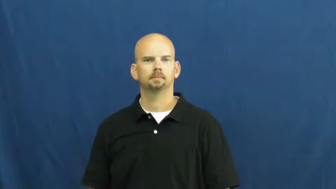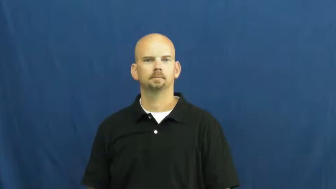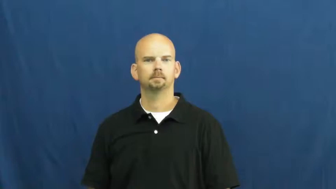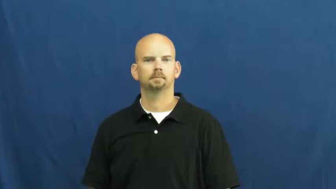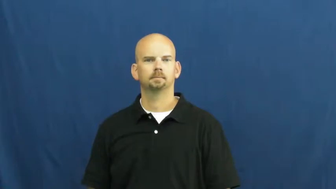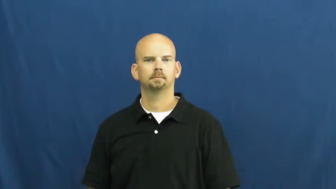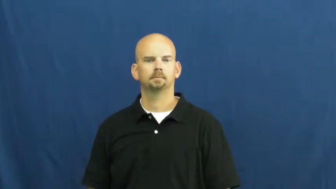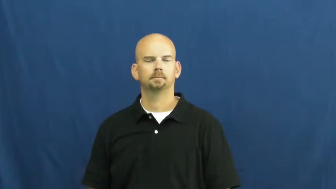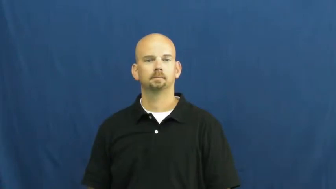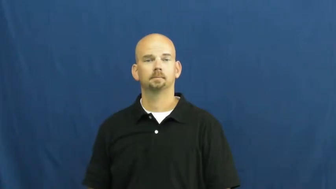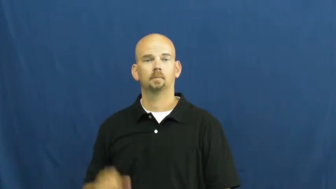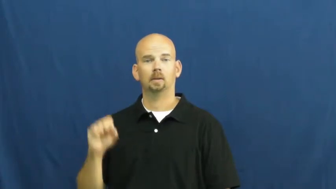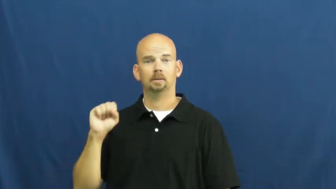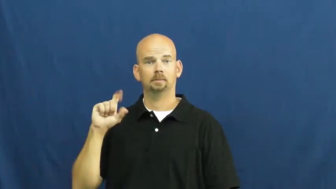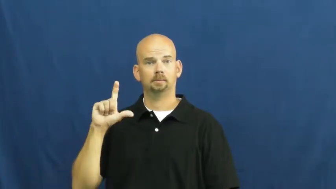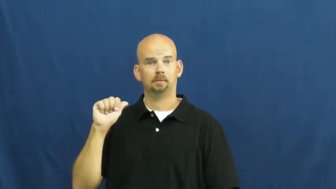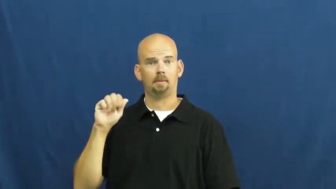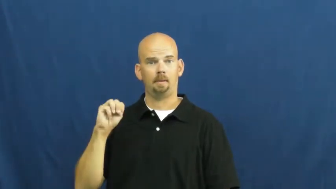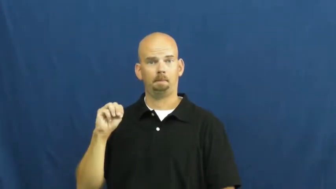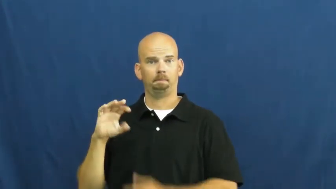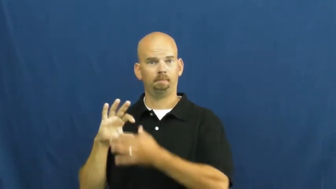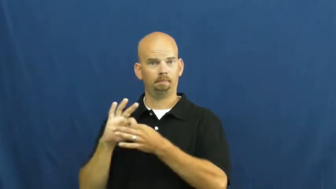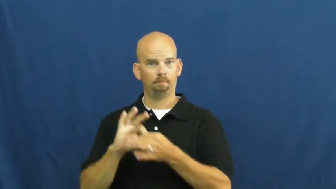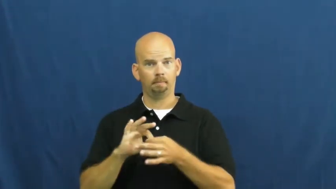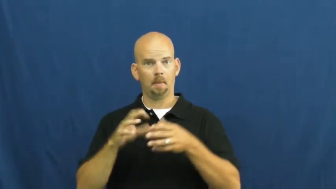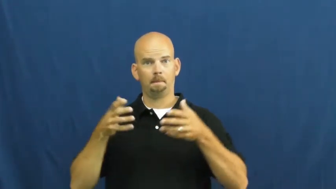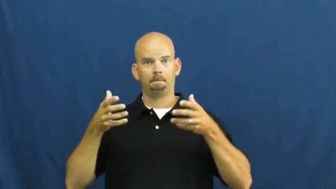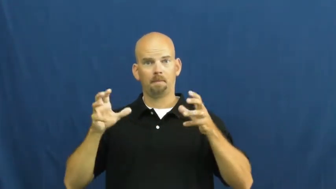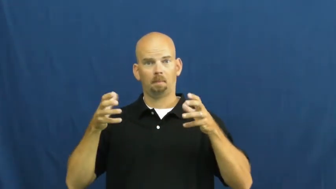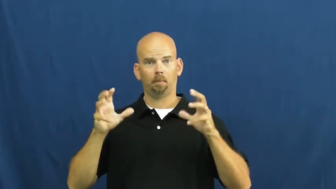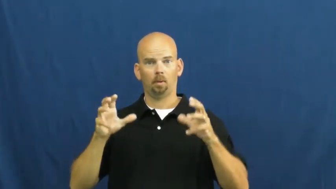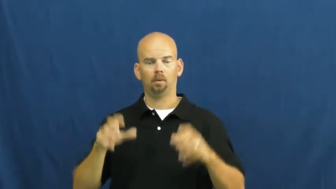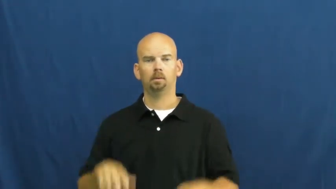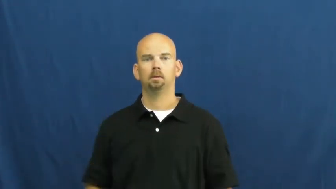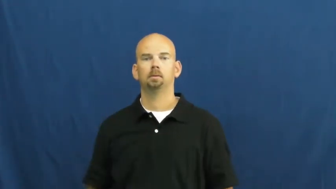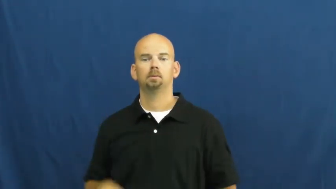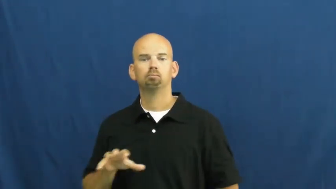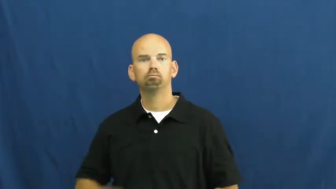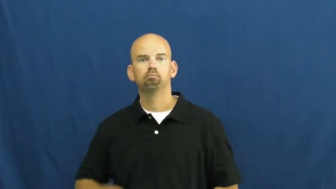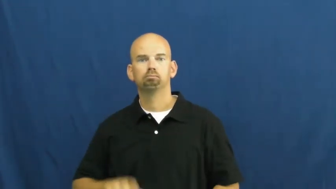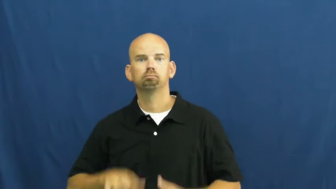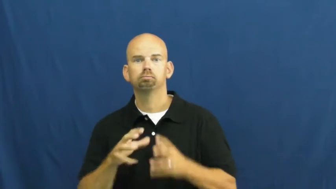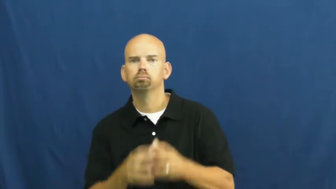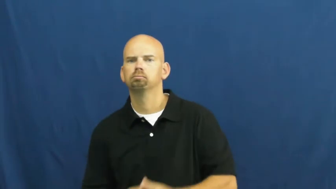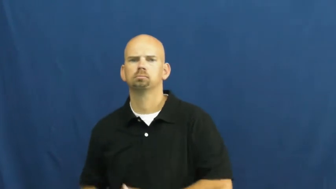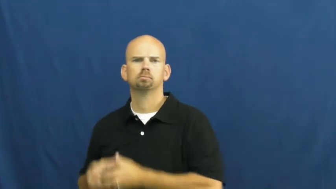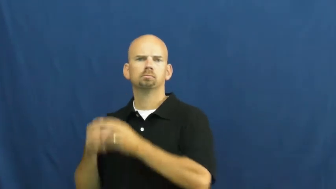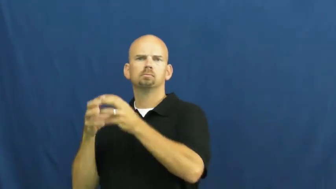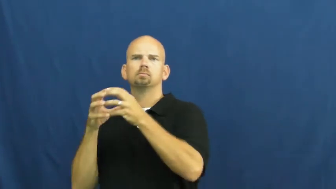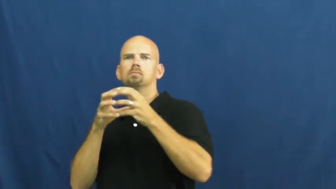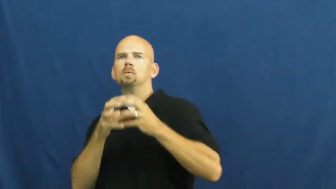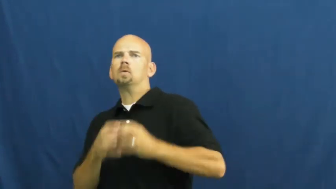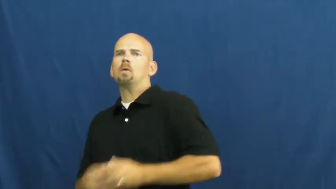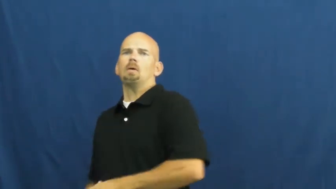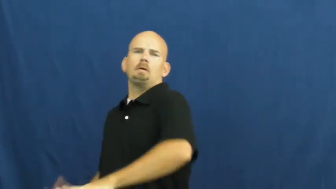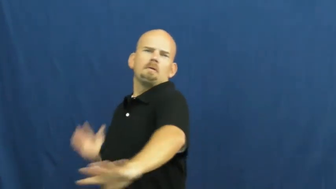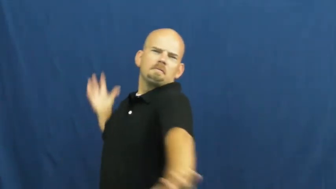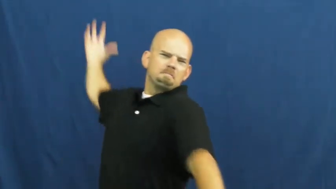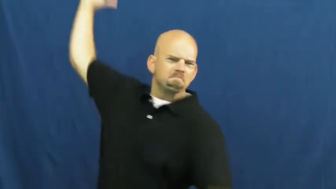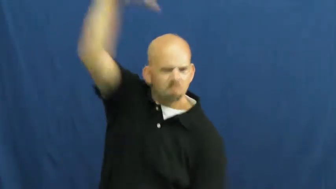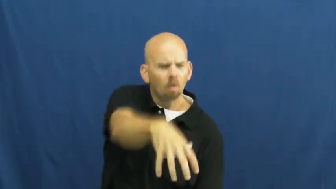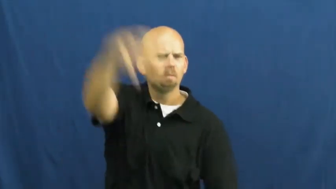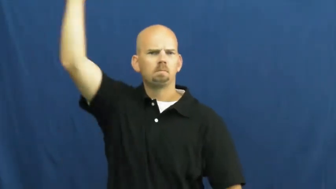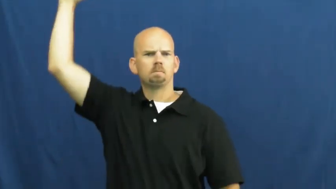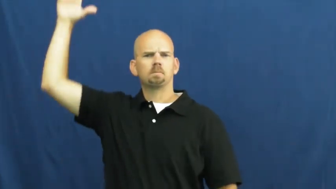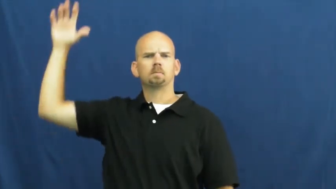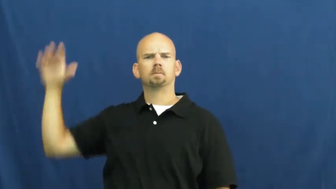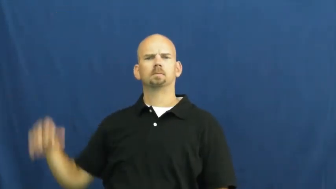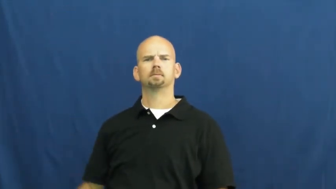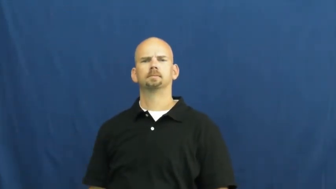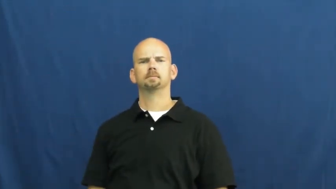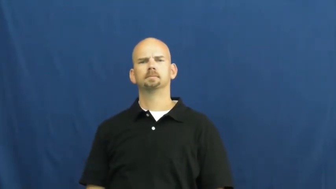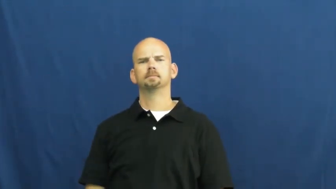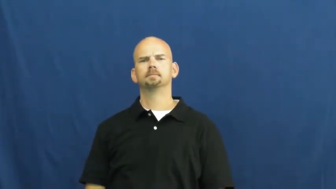slam-basketball